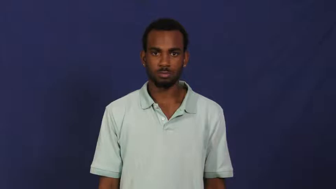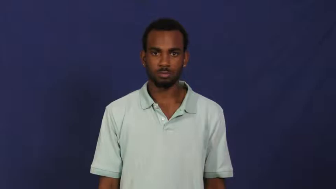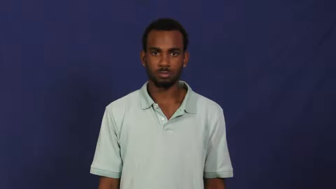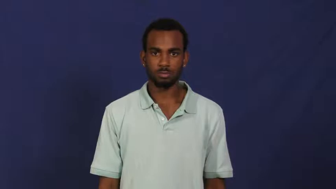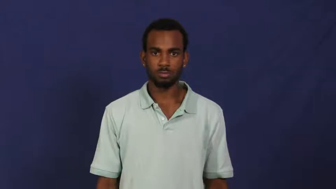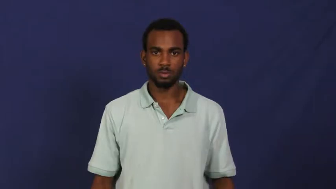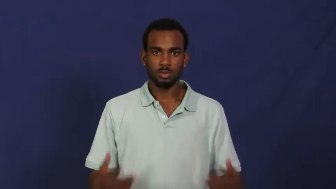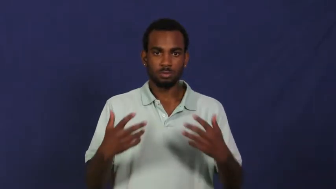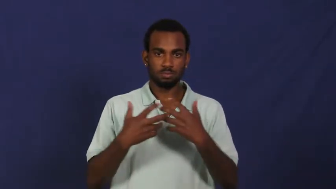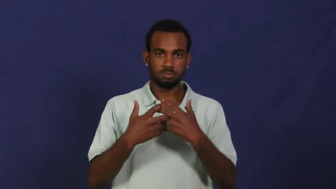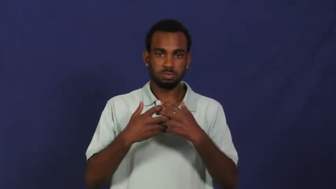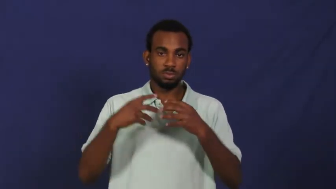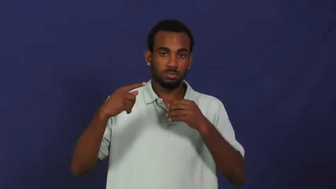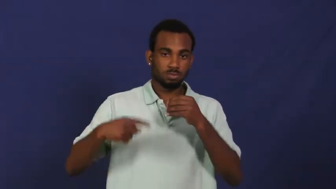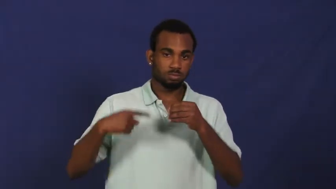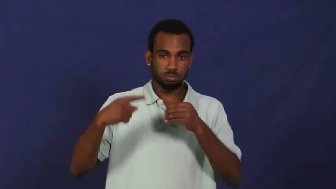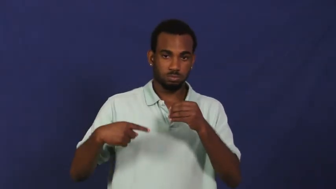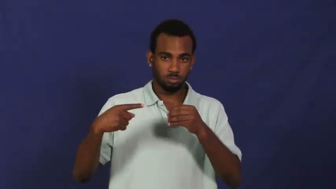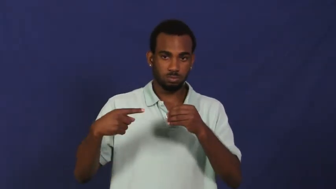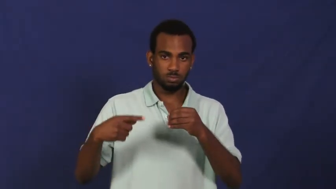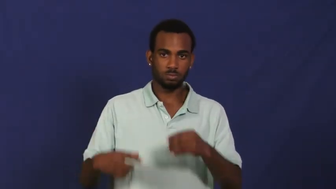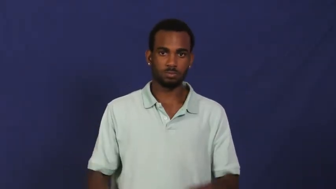rotor